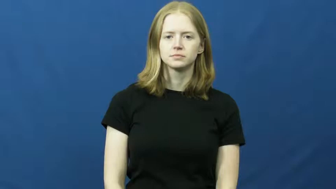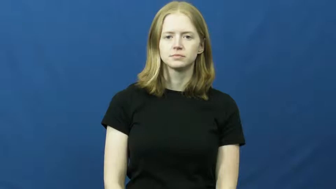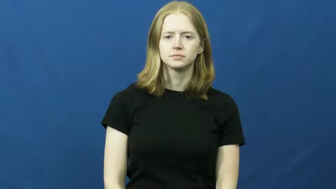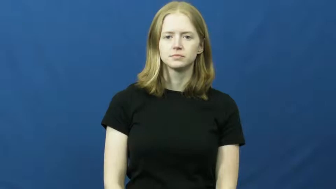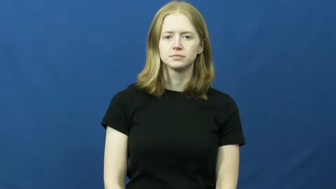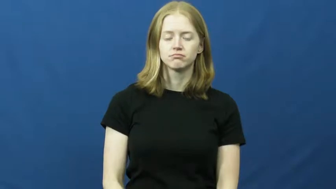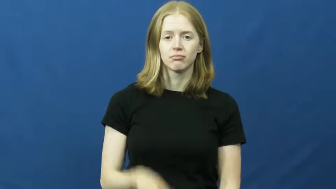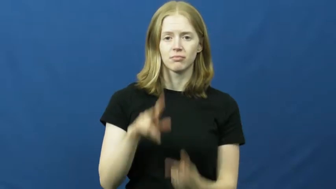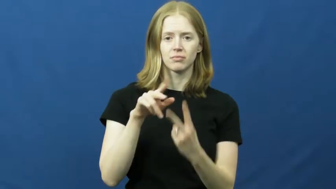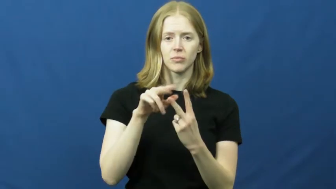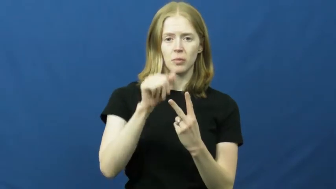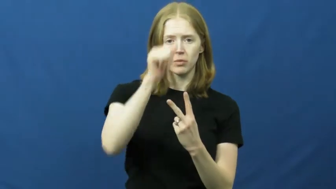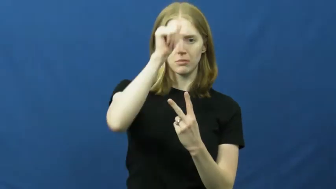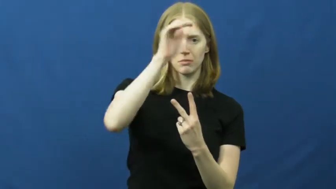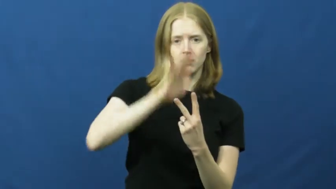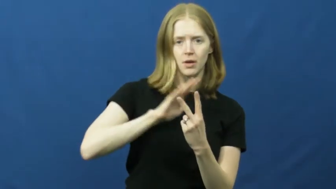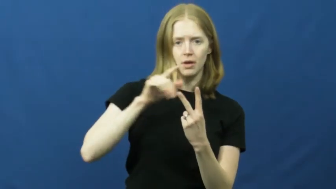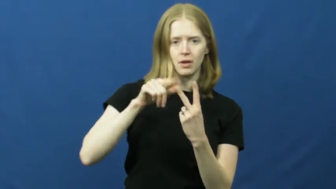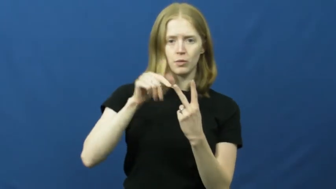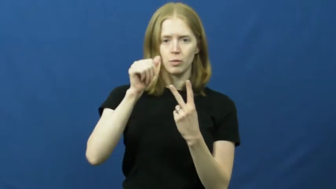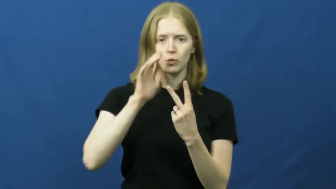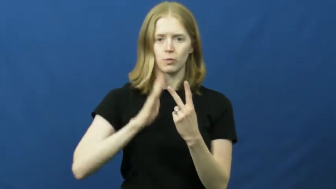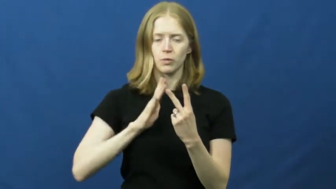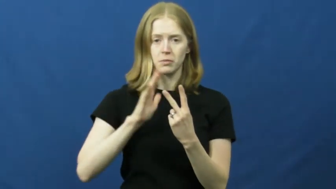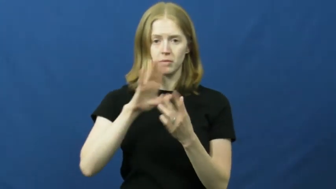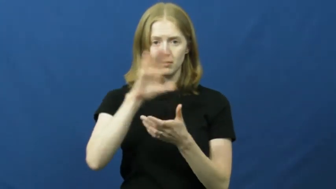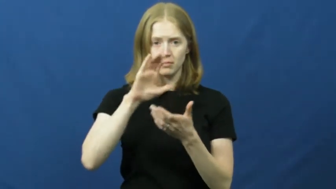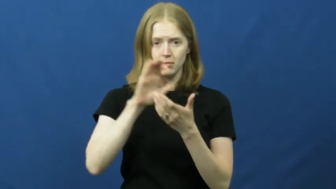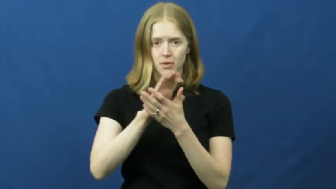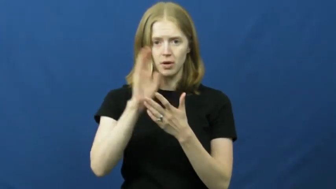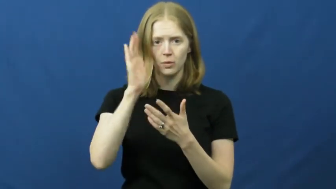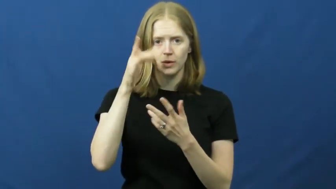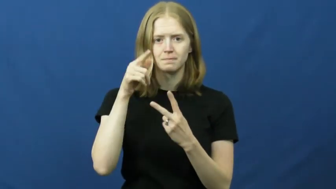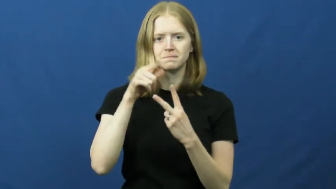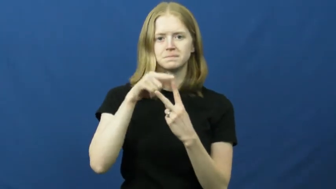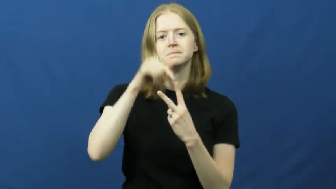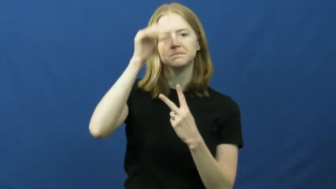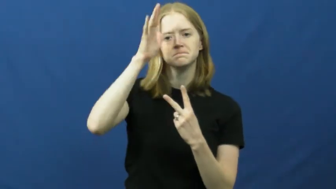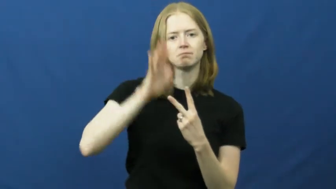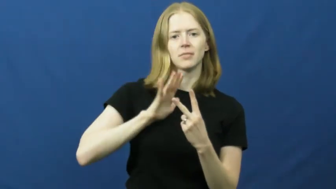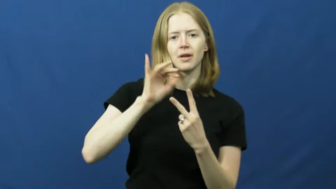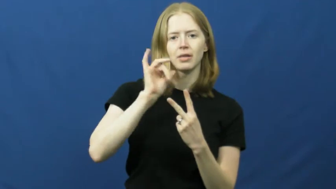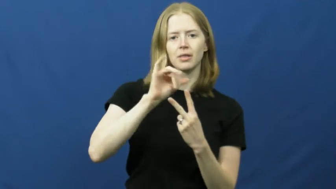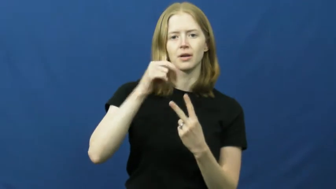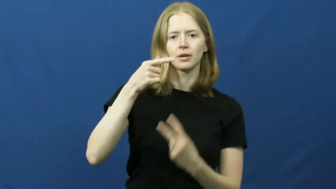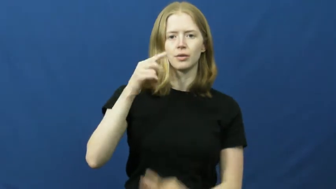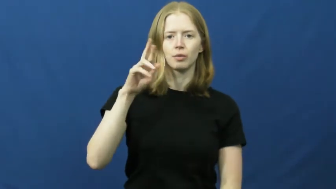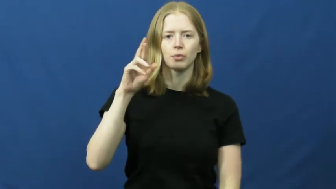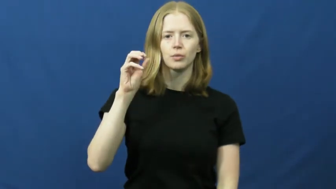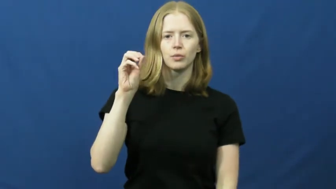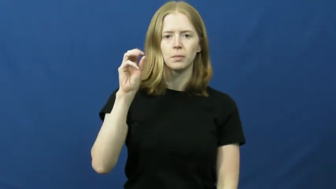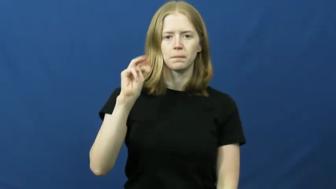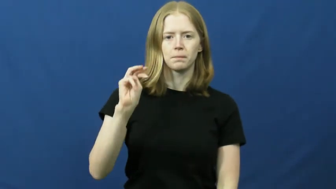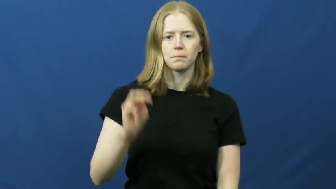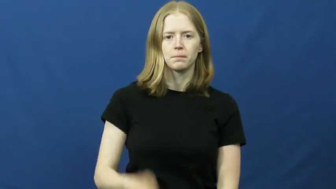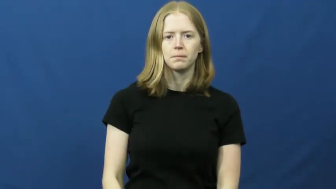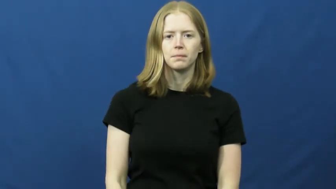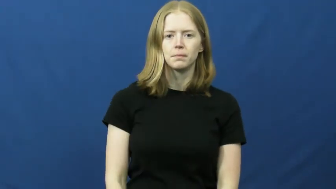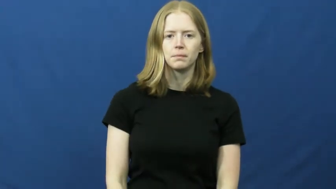groom,bridegroom-wedding